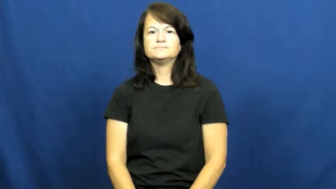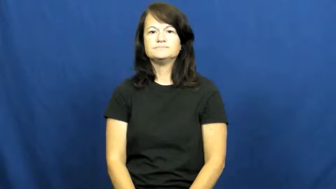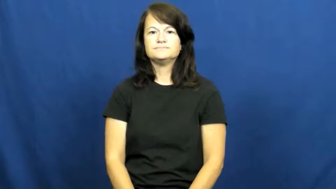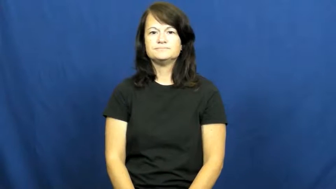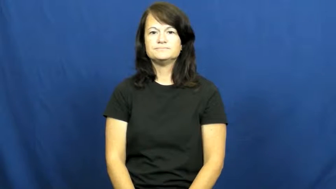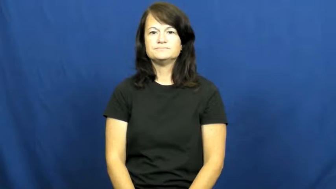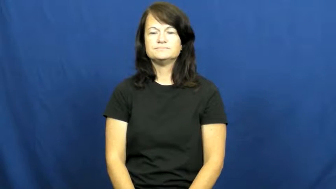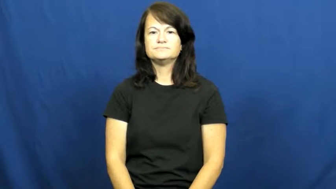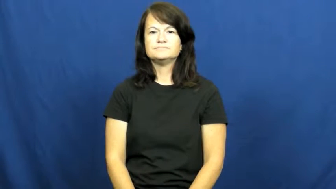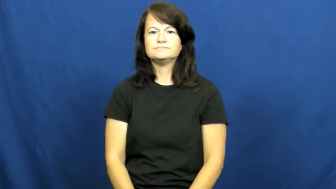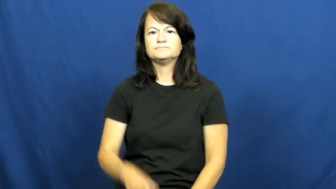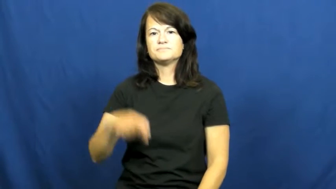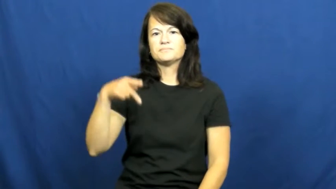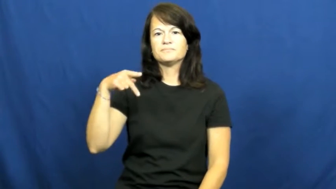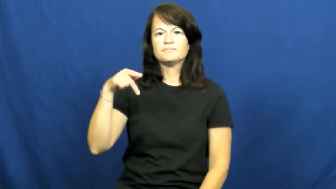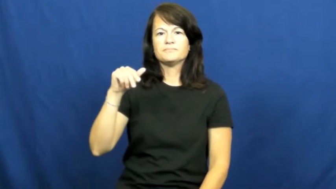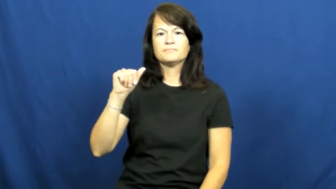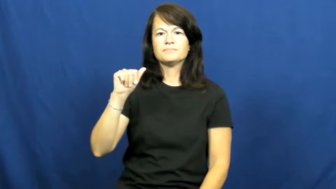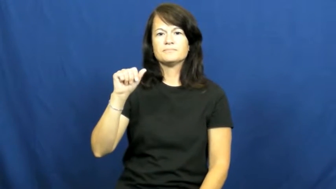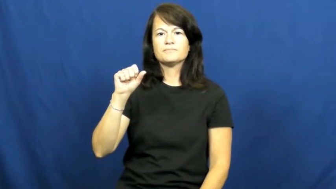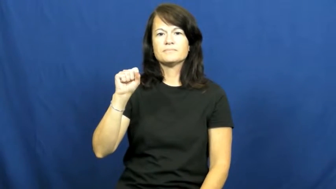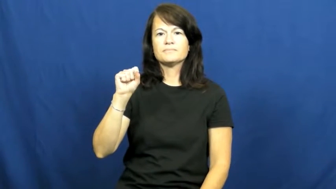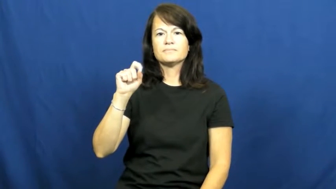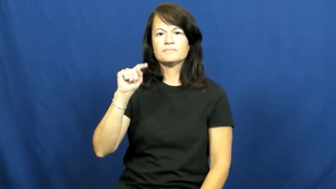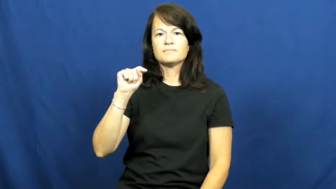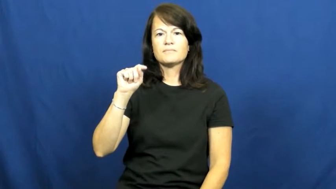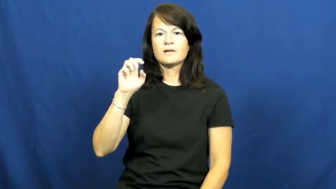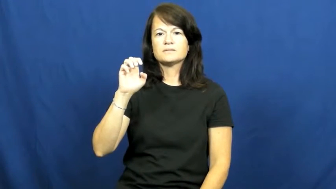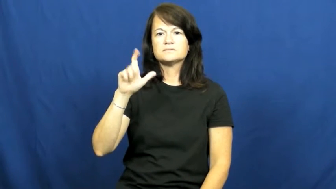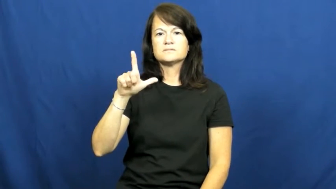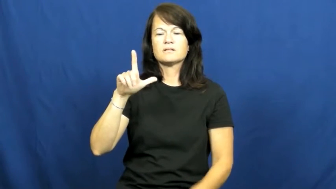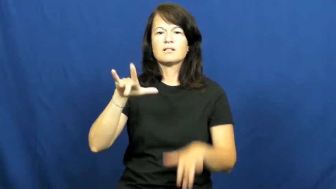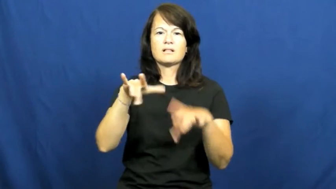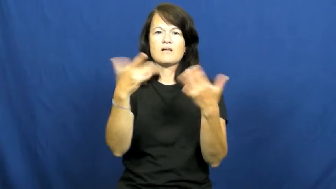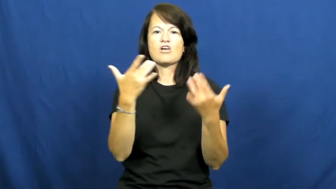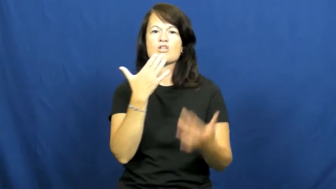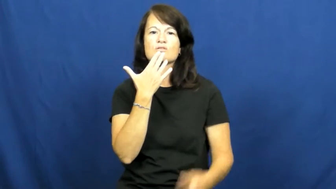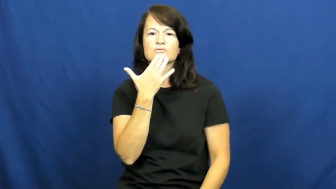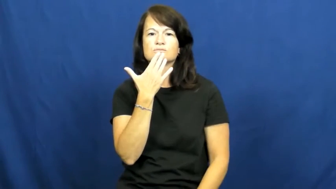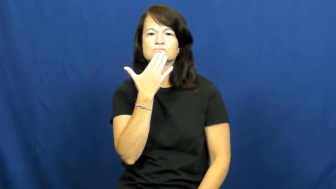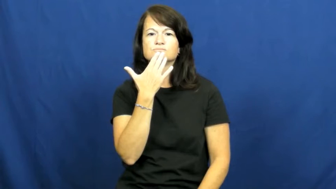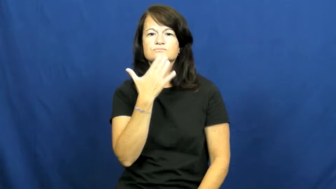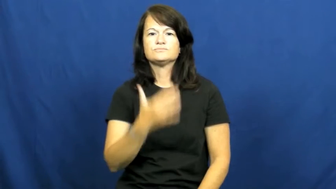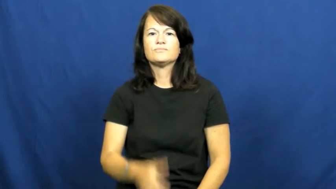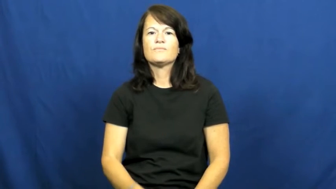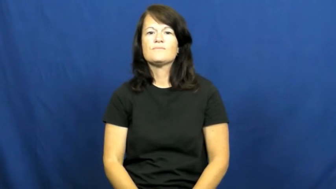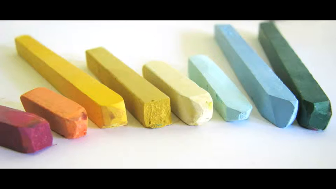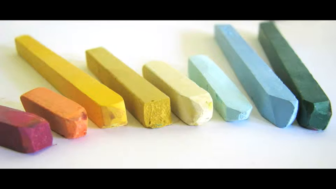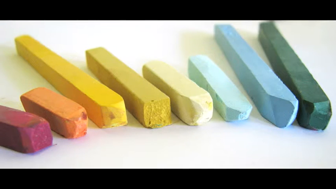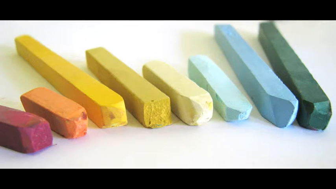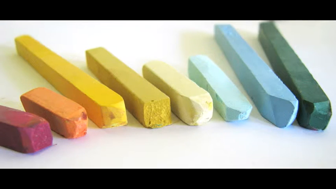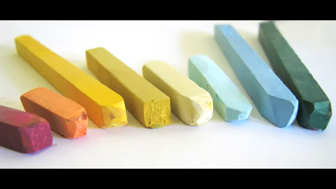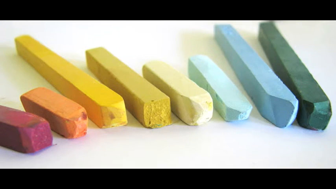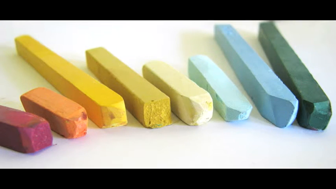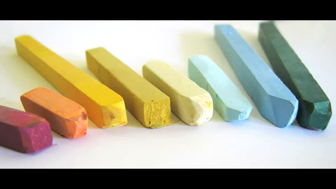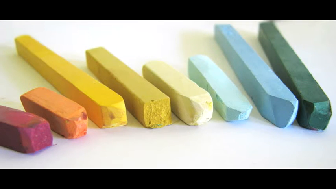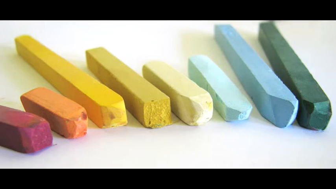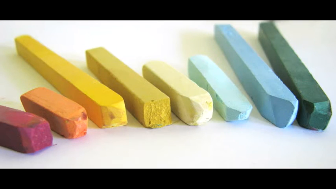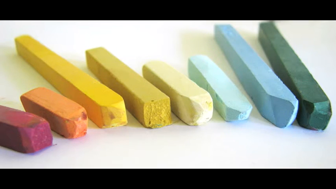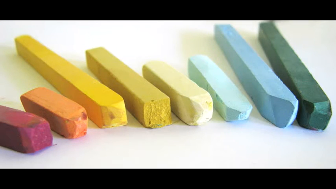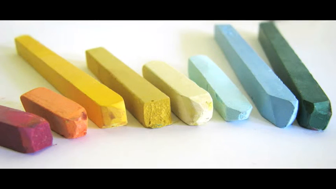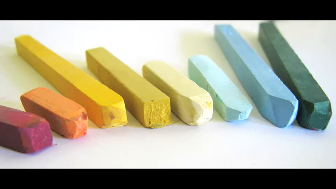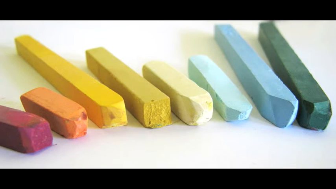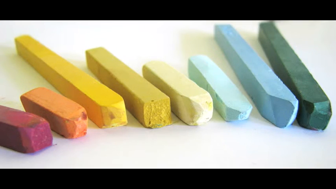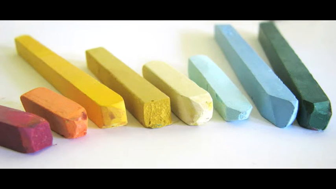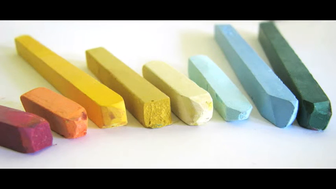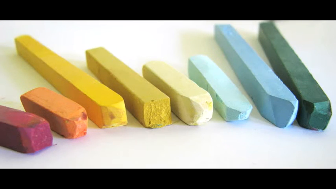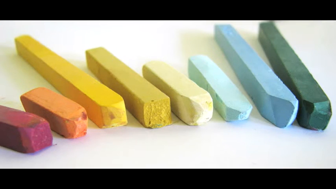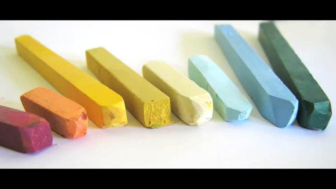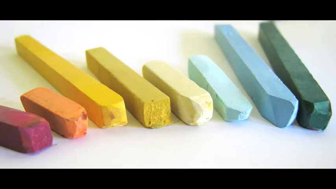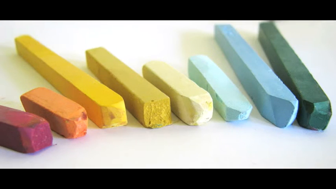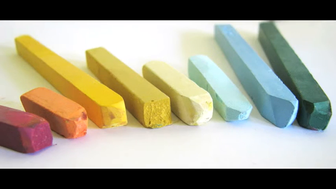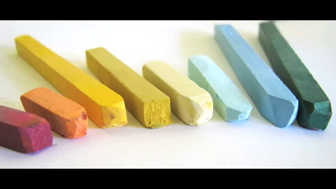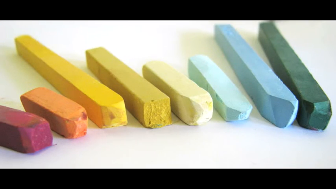pastel